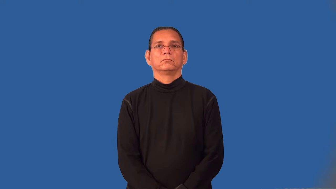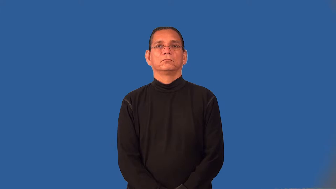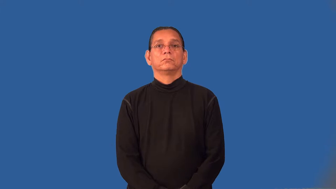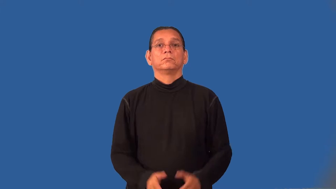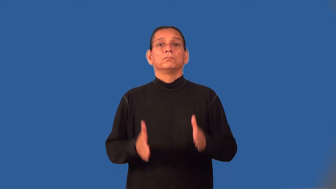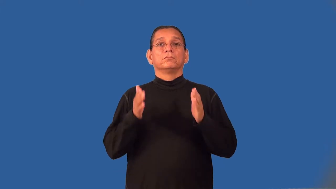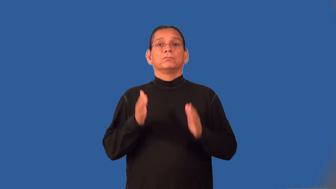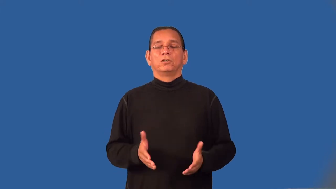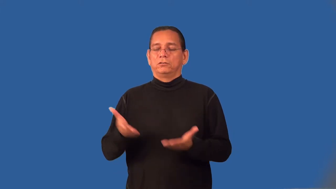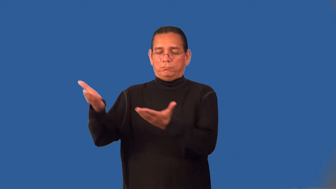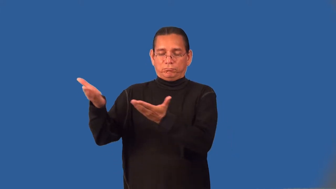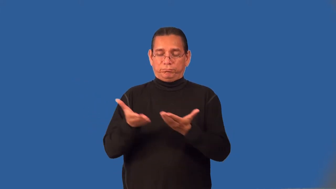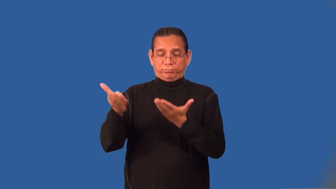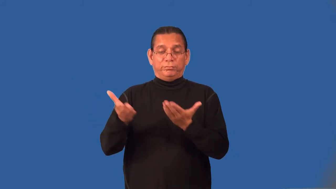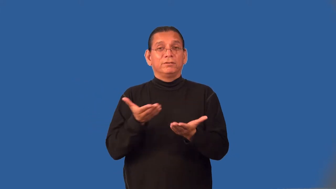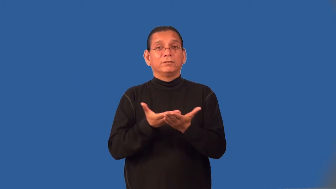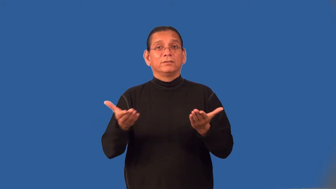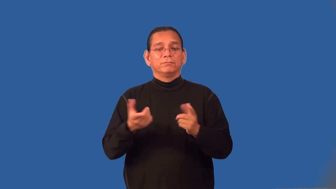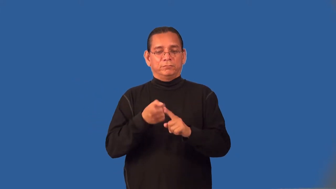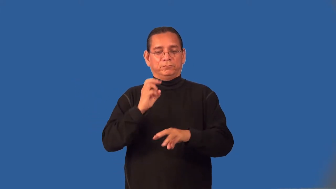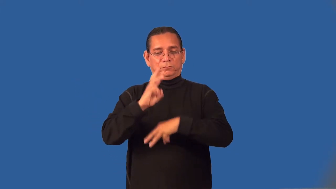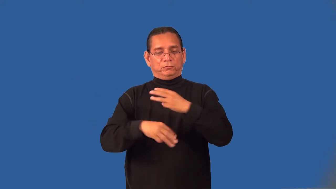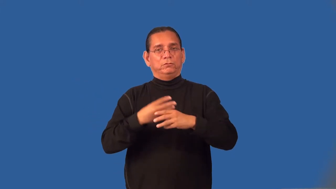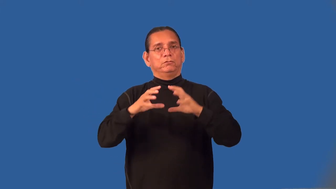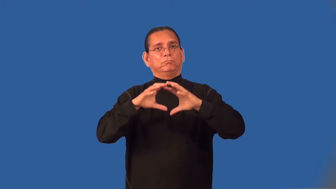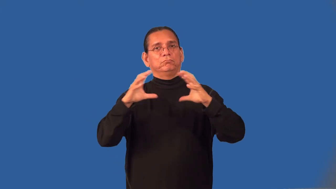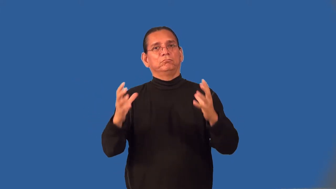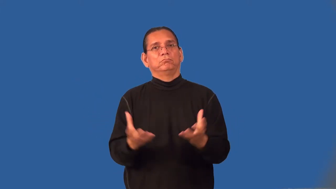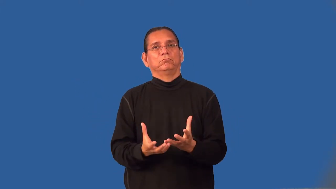importer